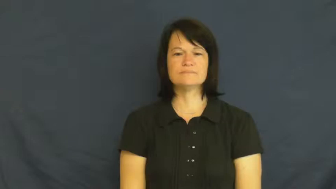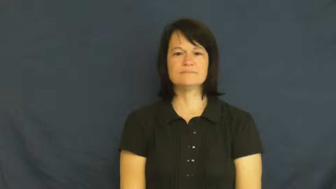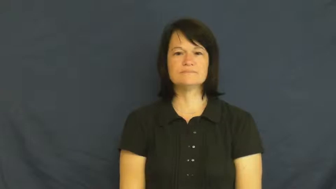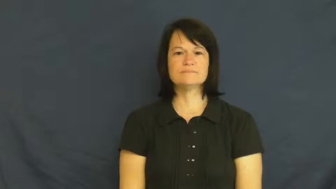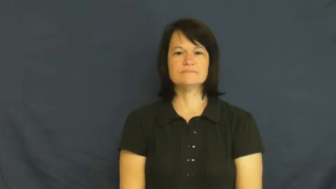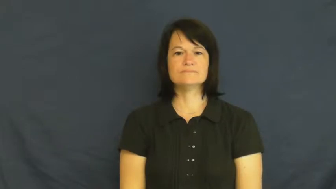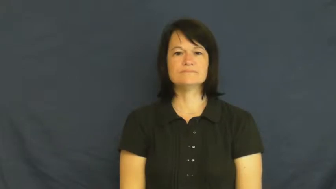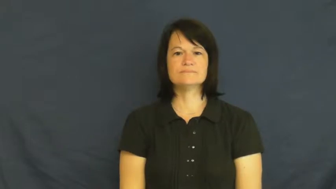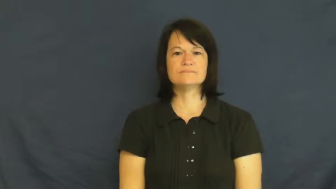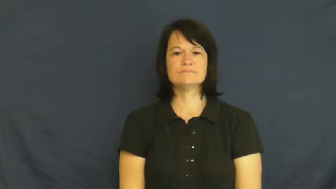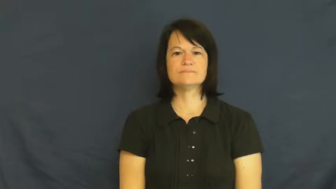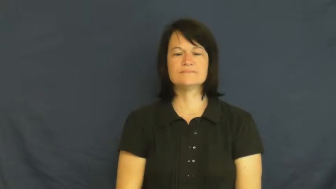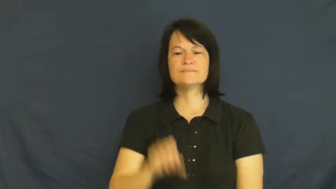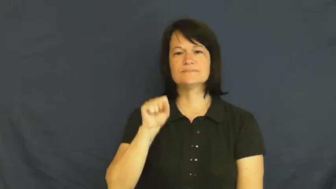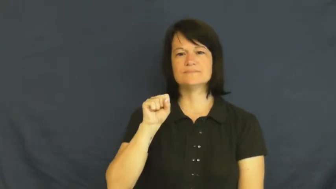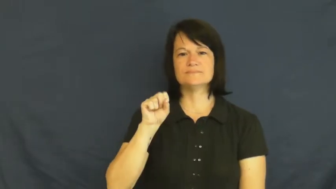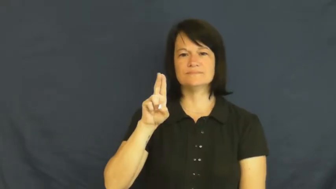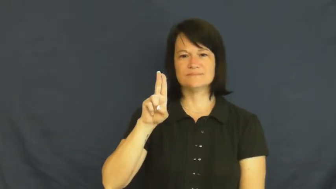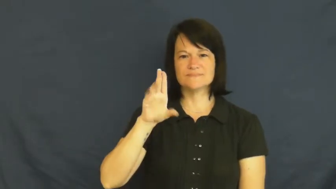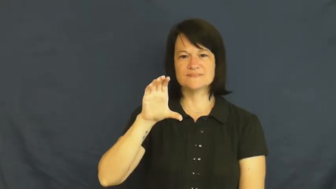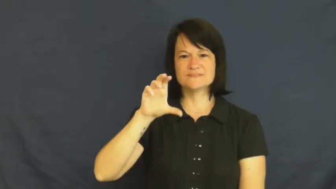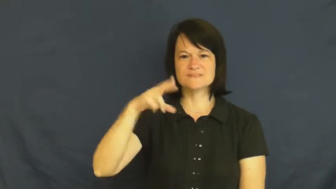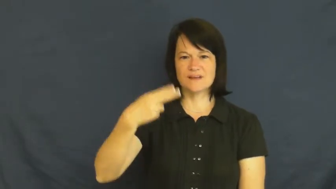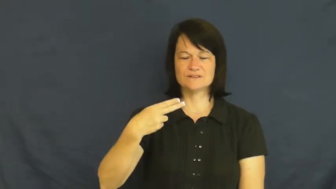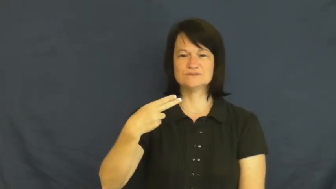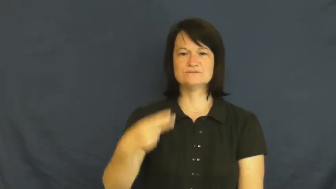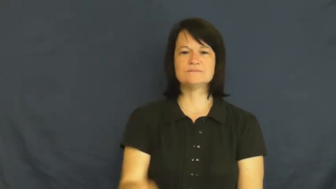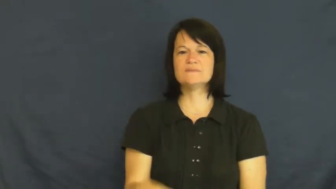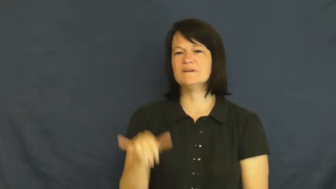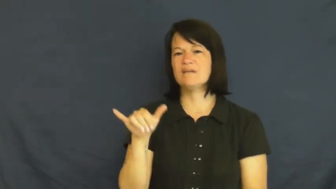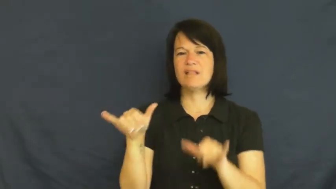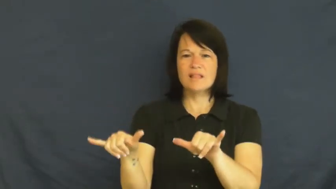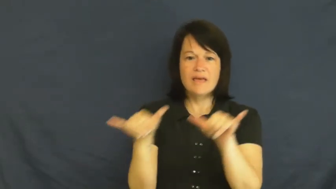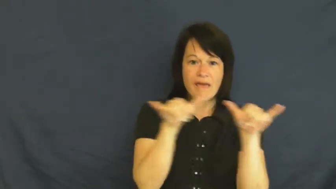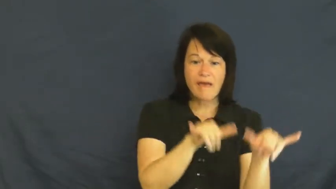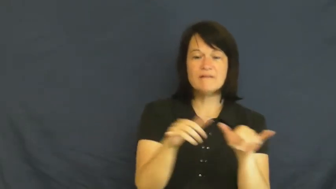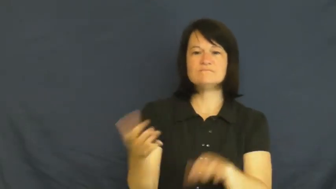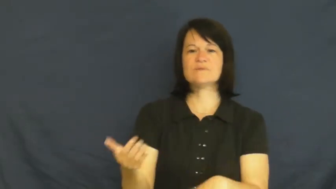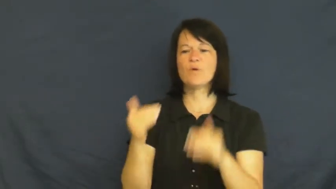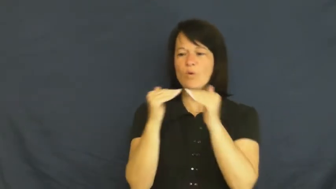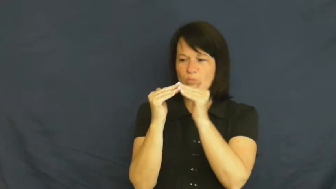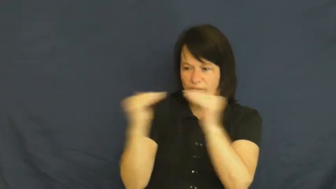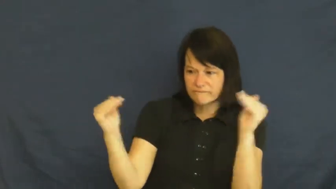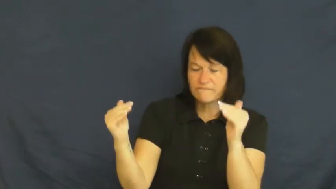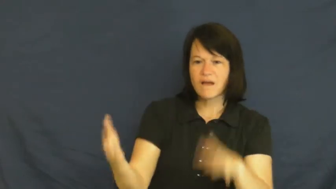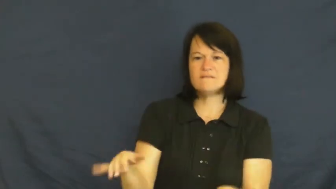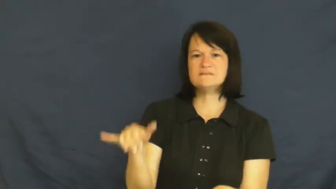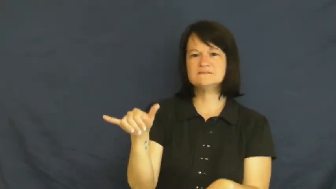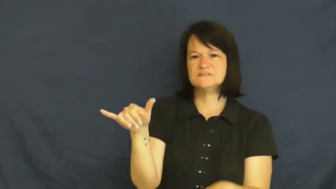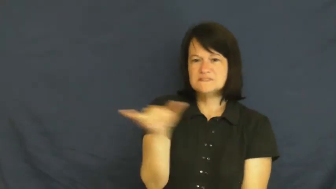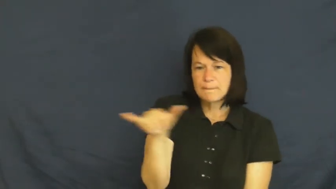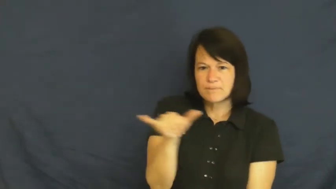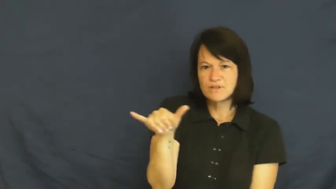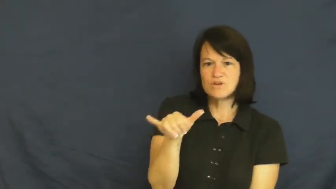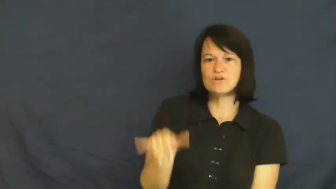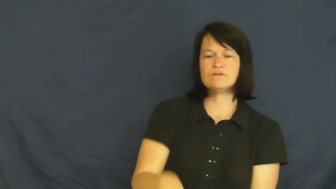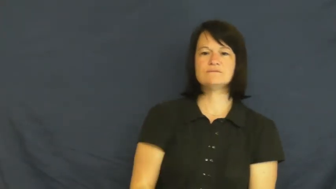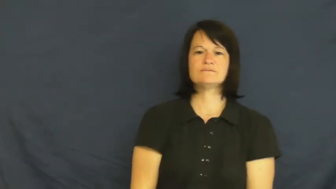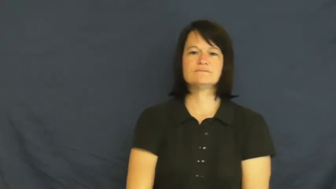such